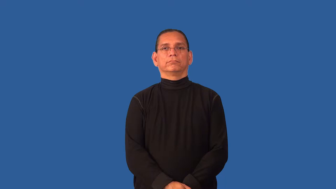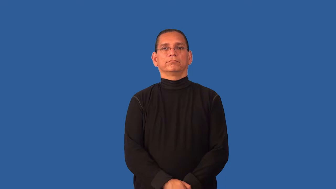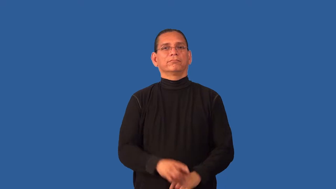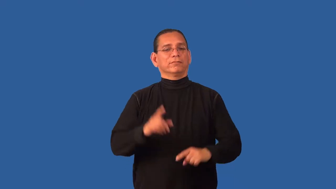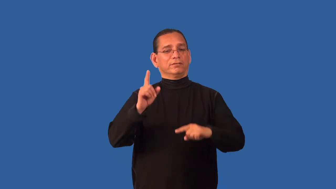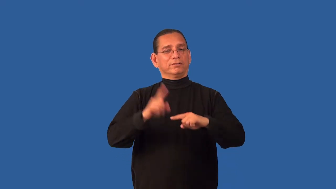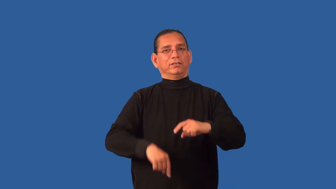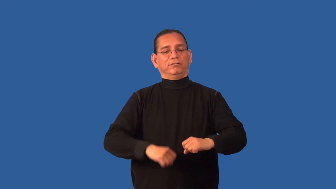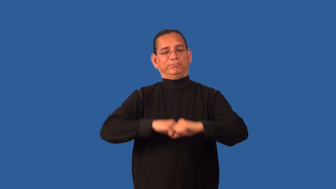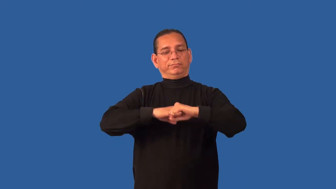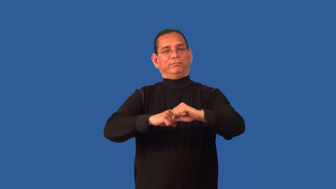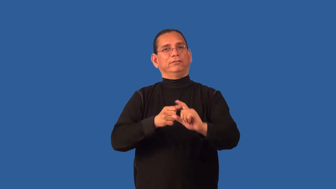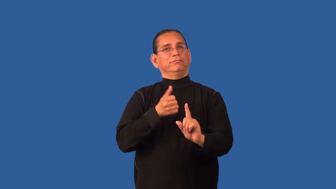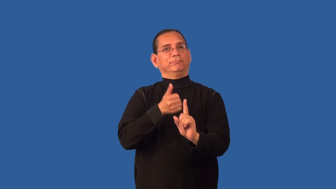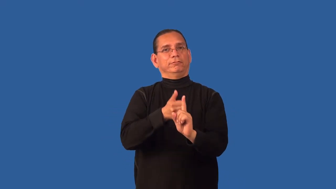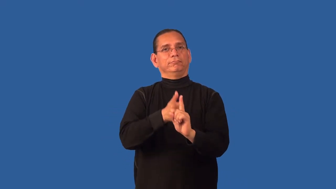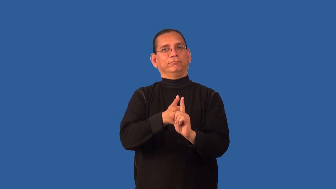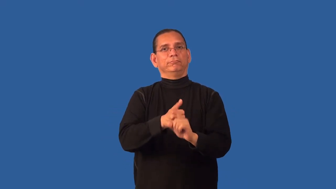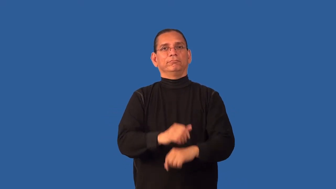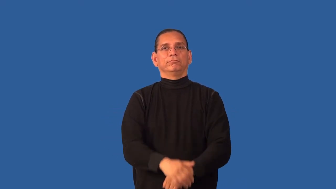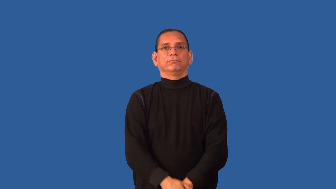defenseless